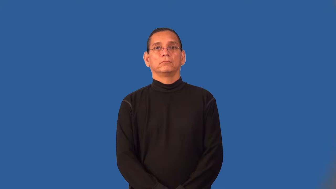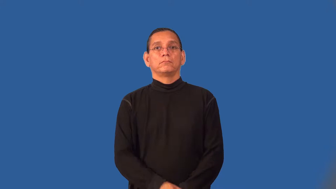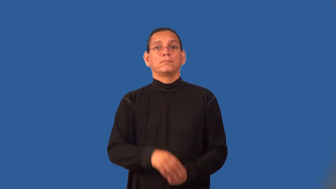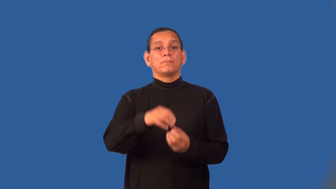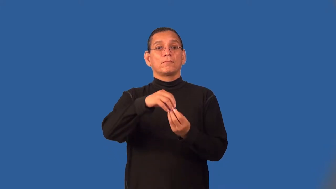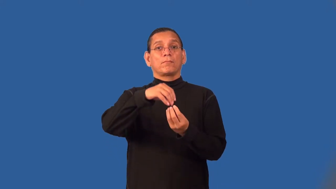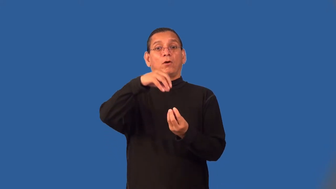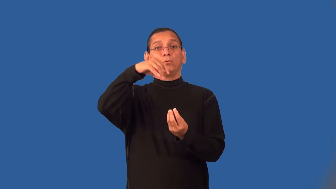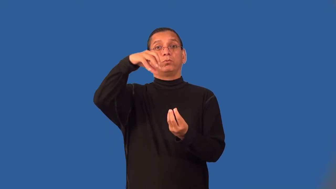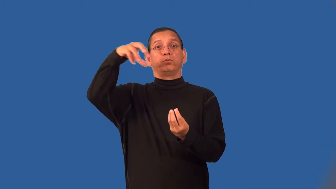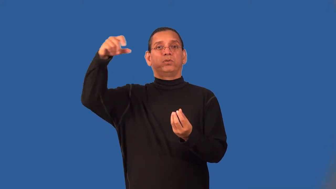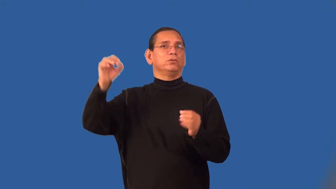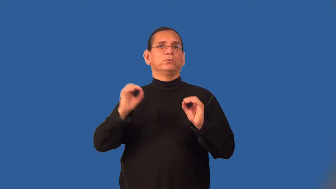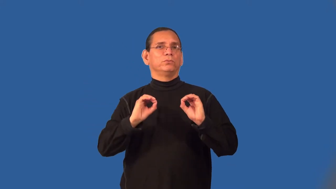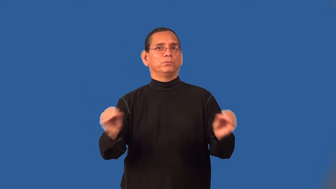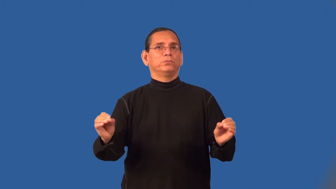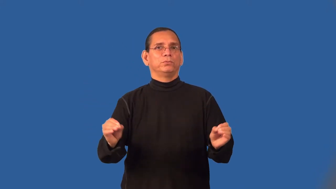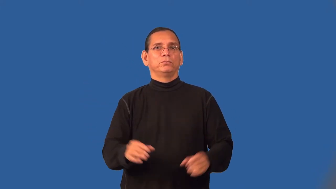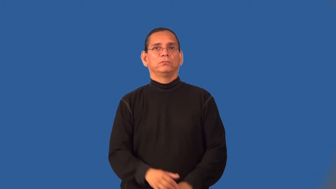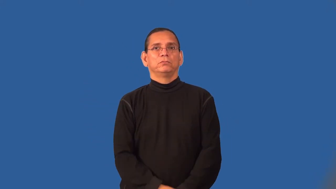smokeless